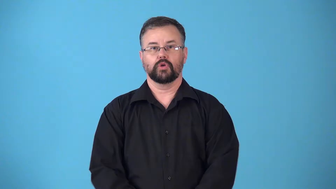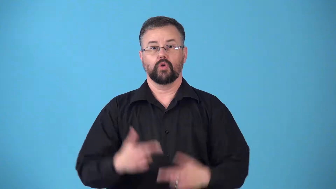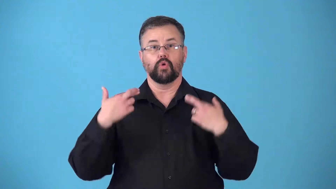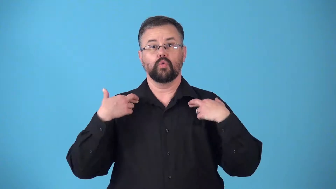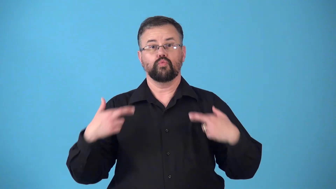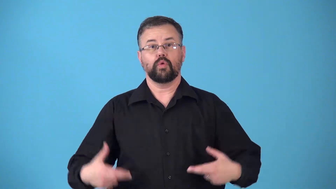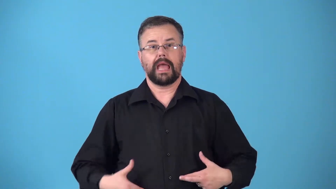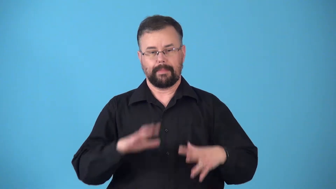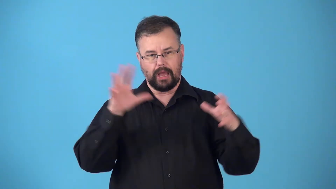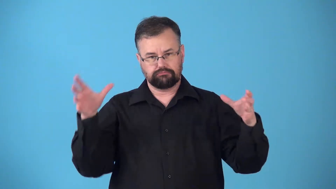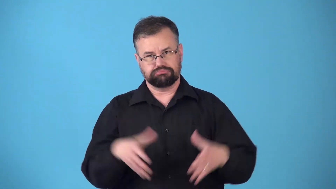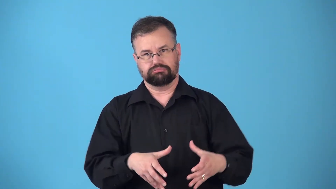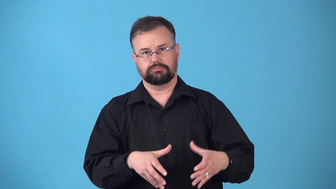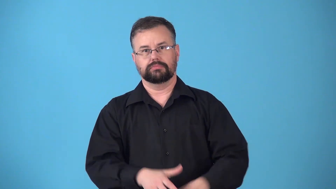rabbinate